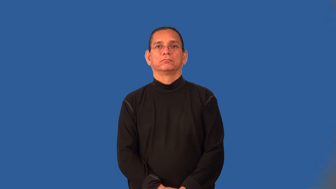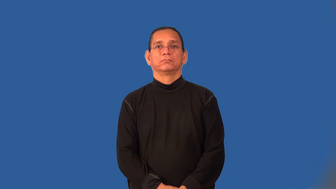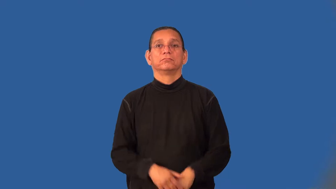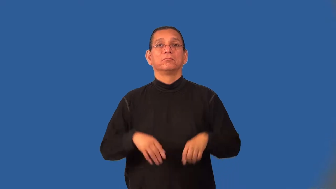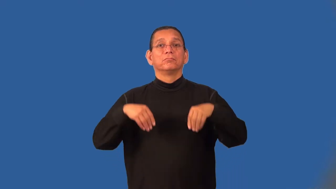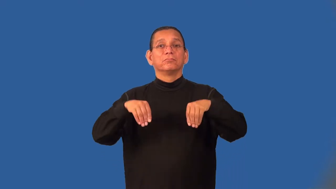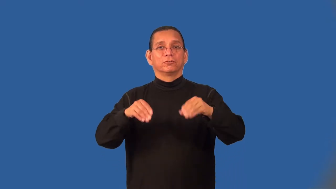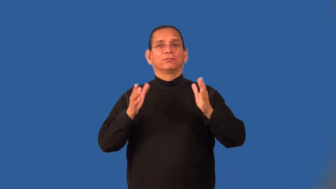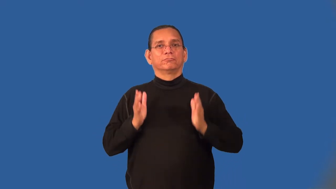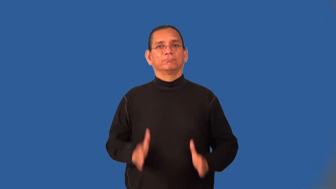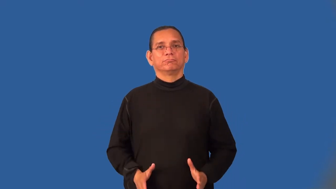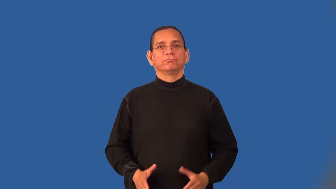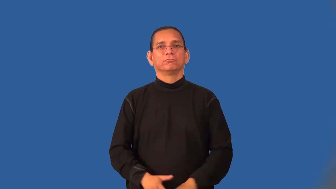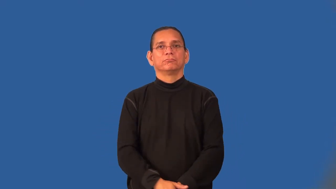seller,merchandizer